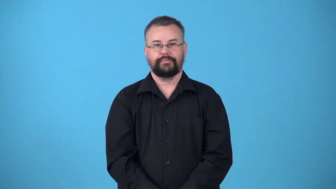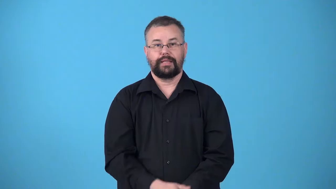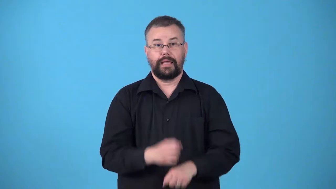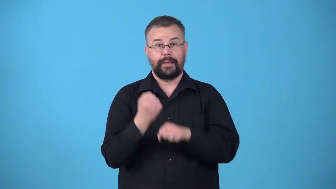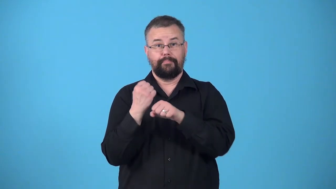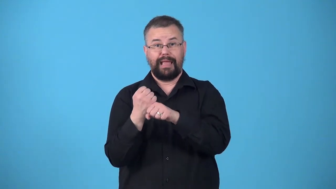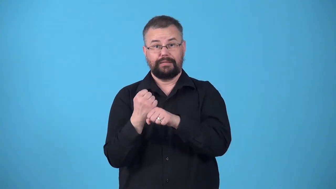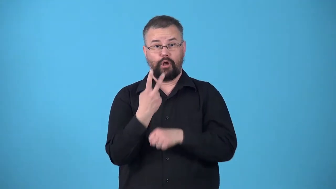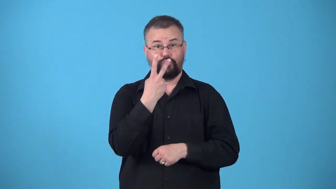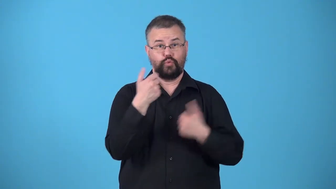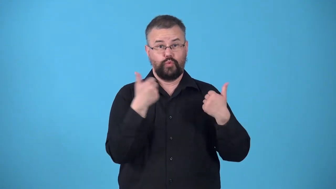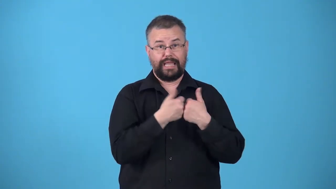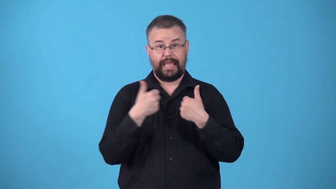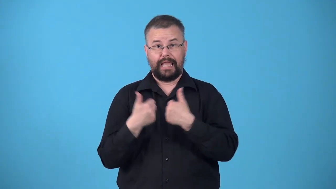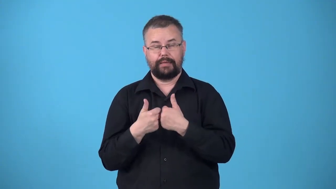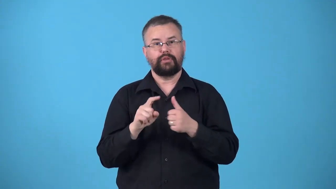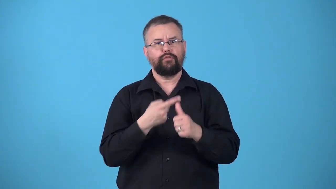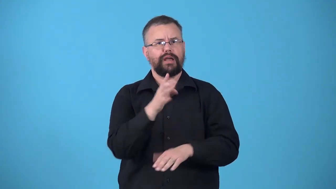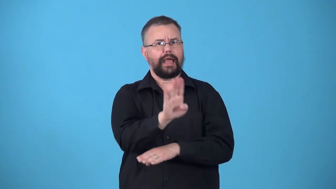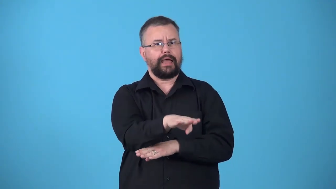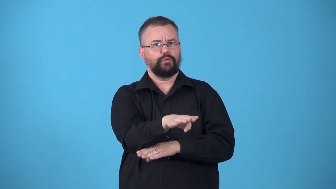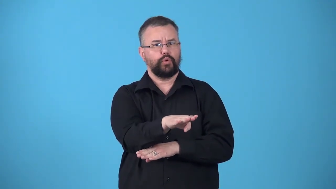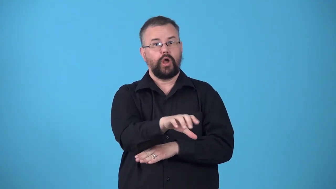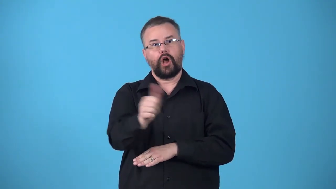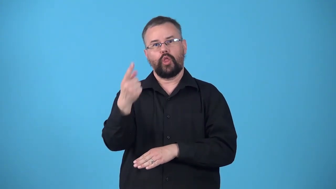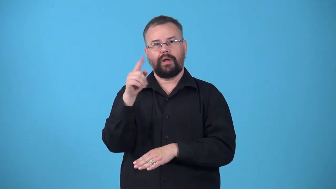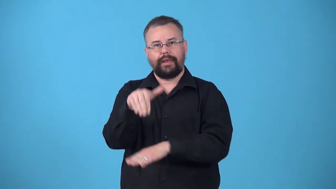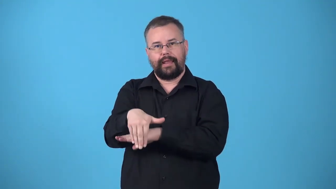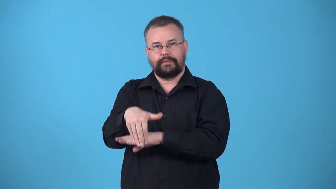twinight